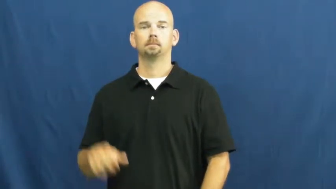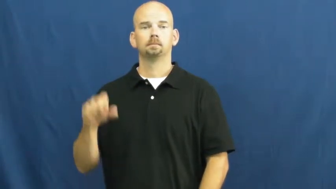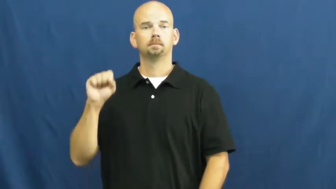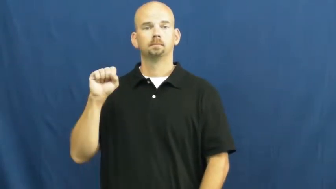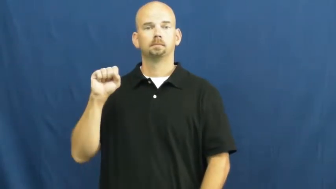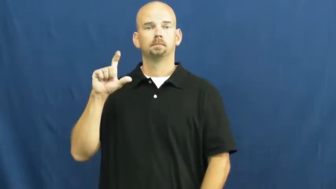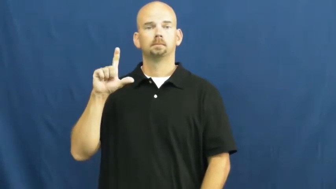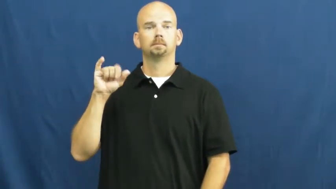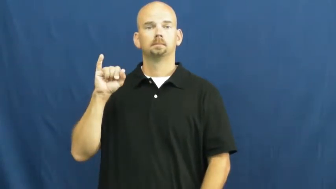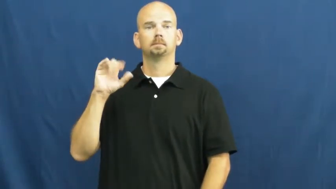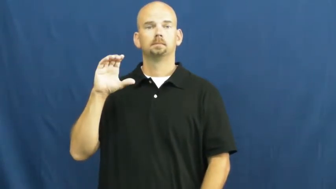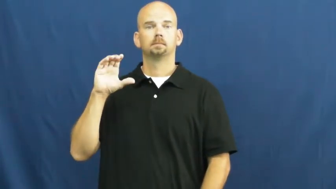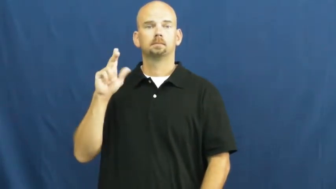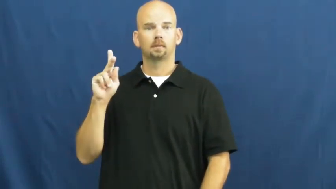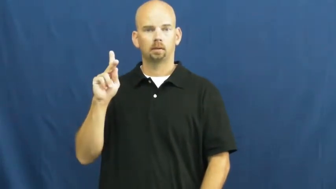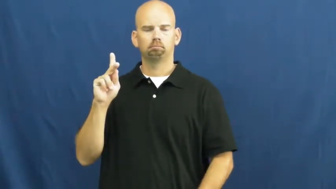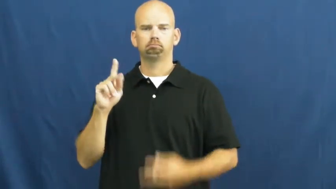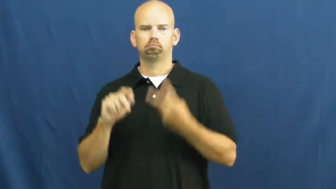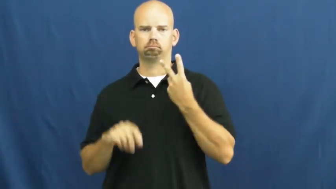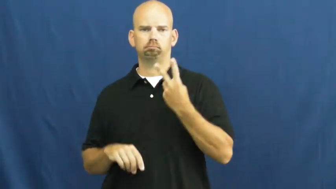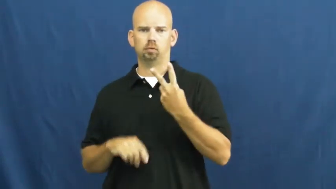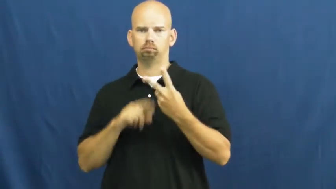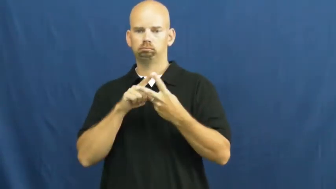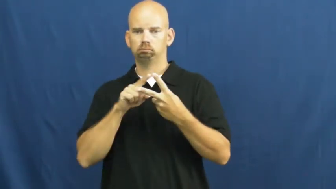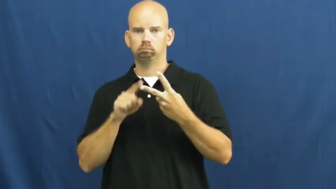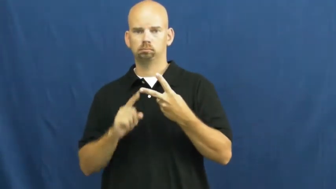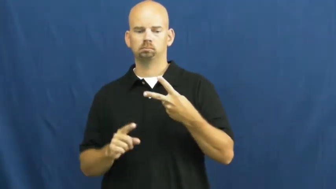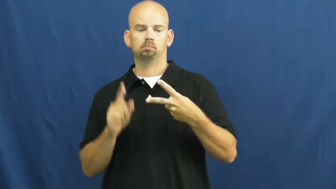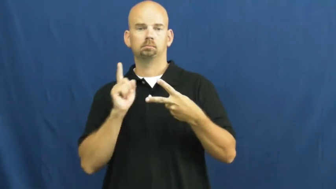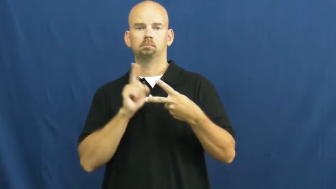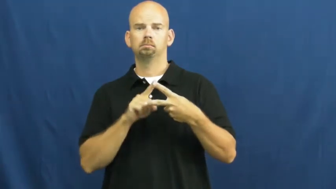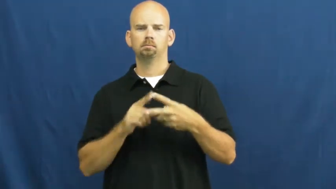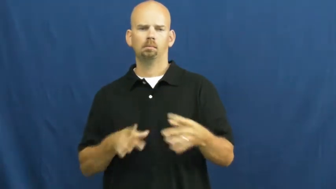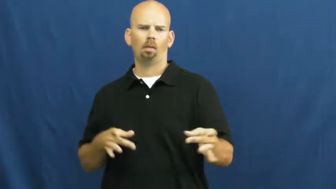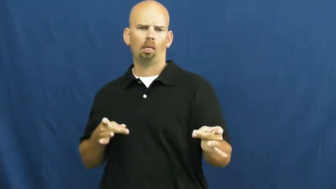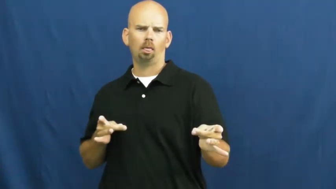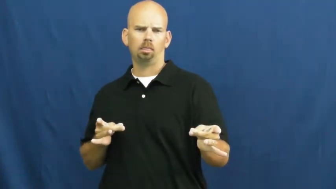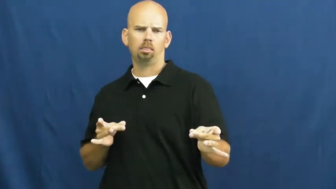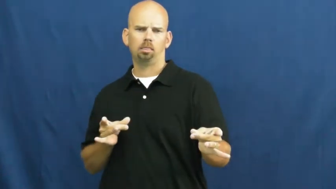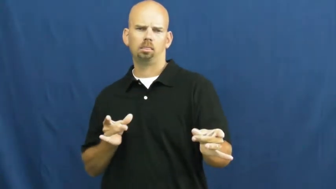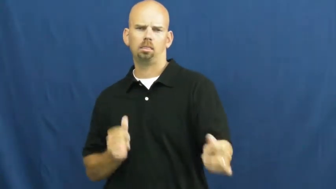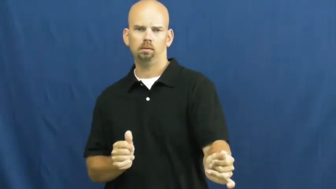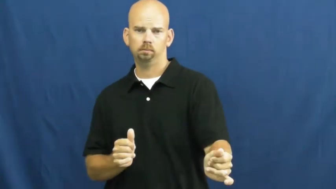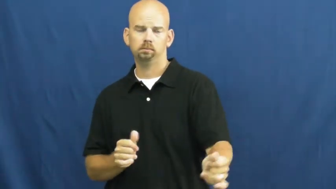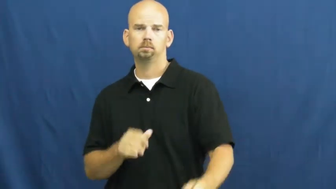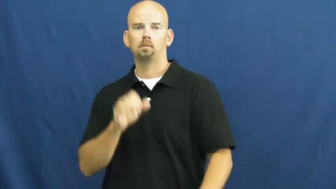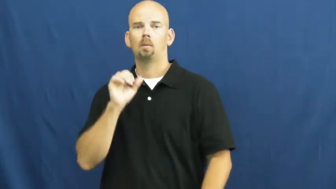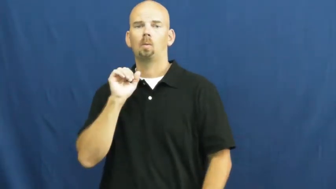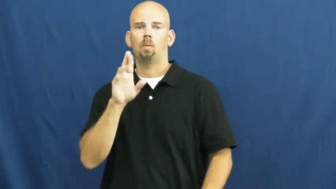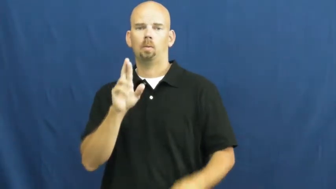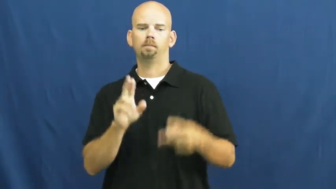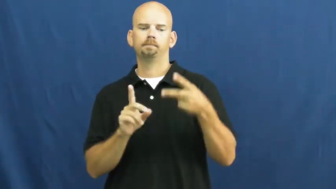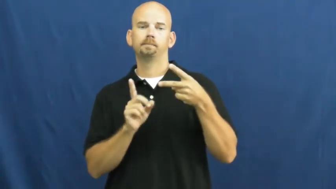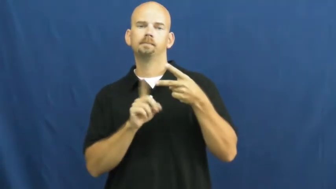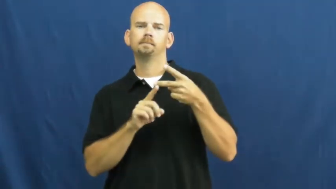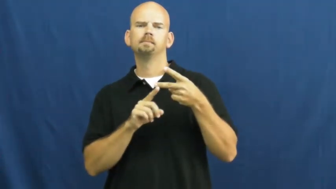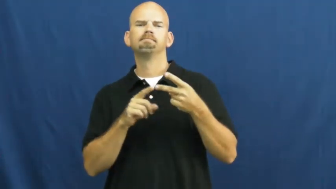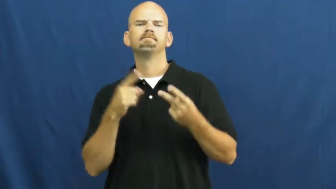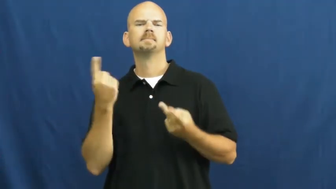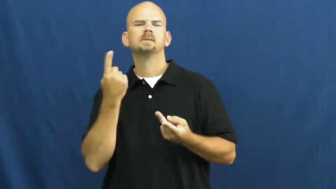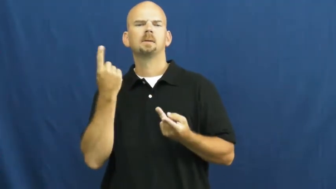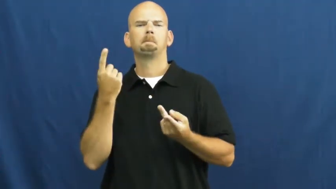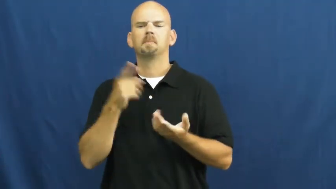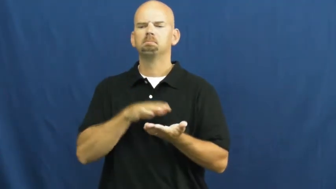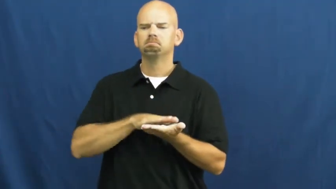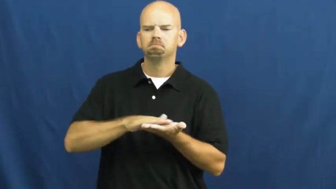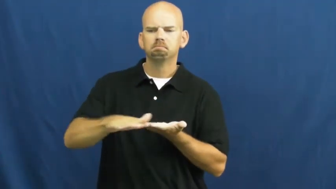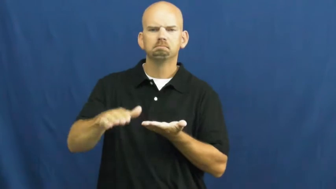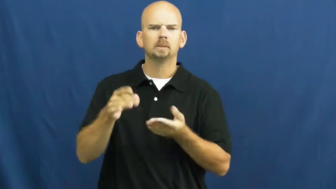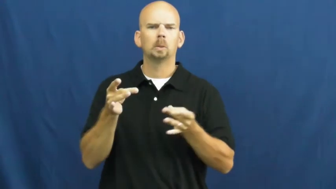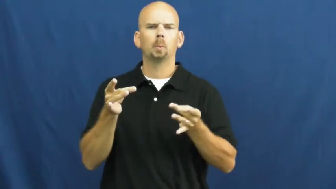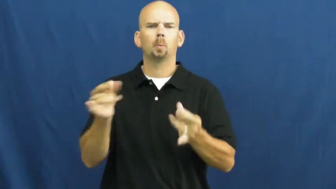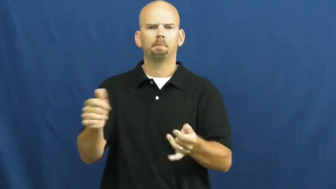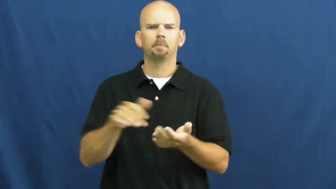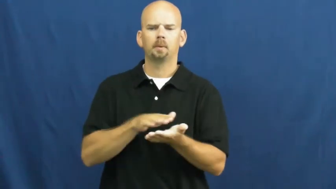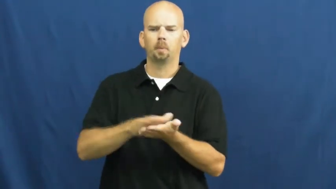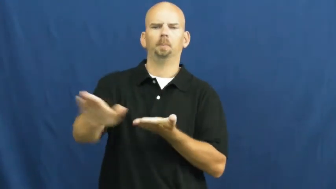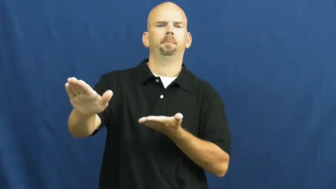slick,slippery,slippy,lubricious-smooth